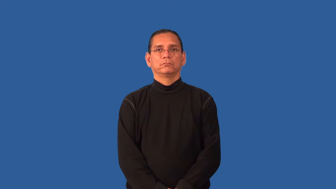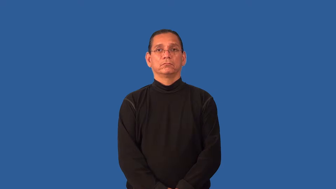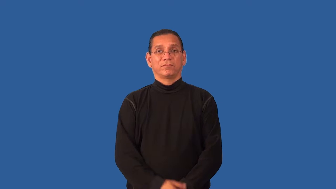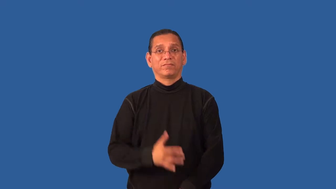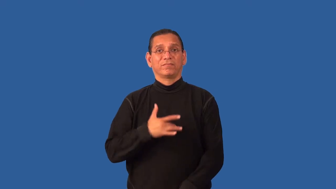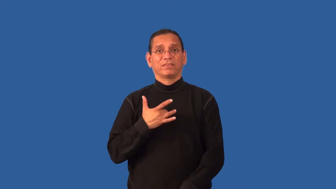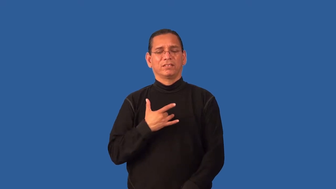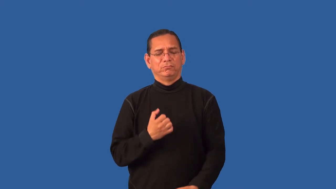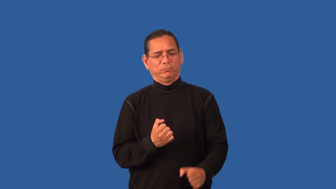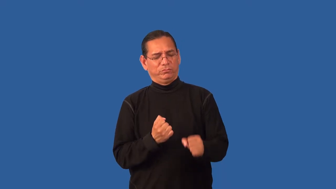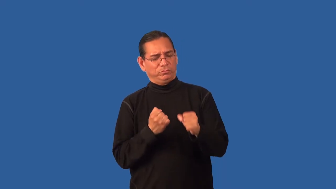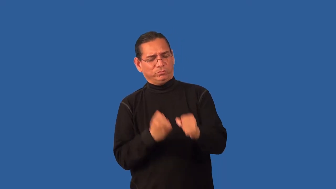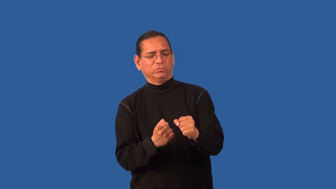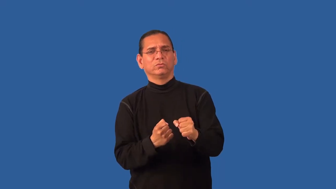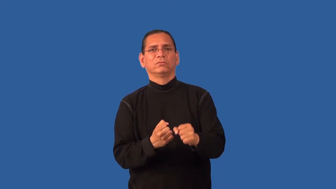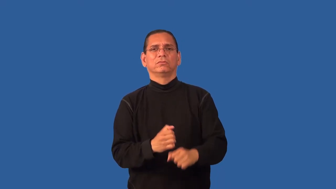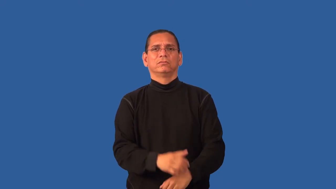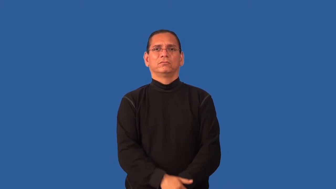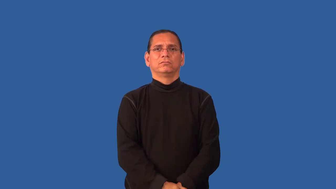hearty,earthy